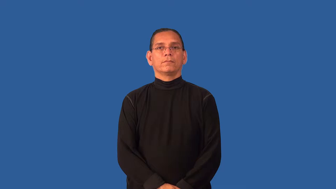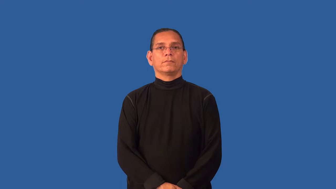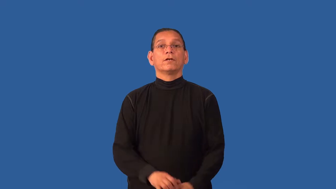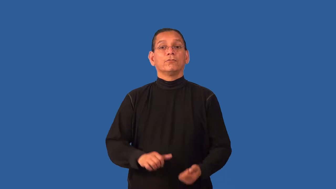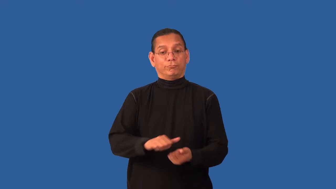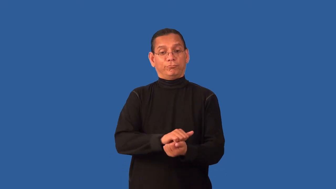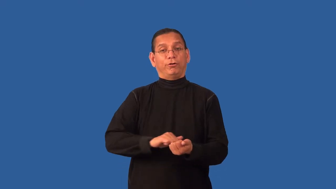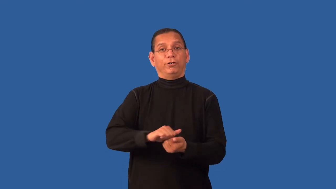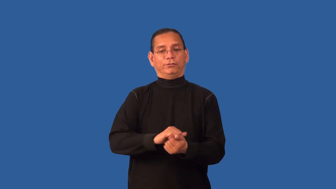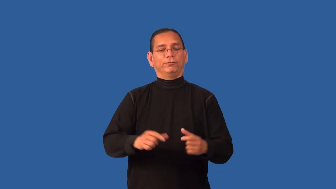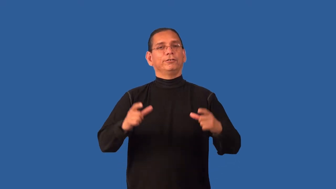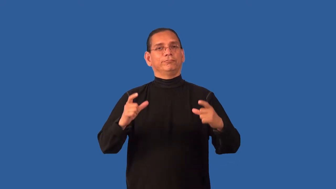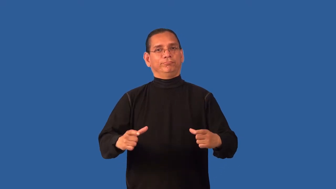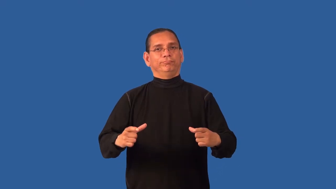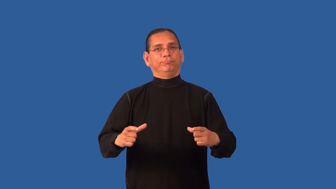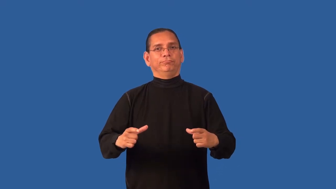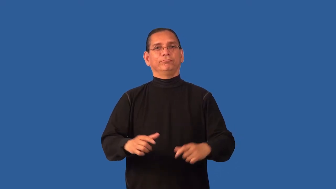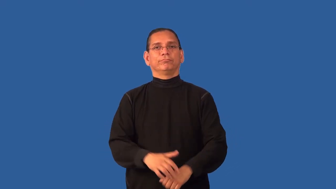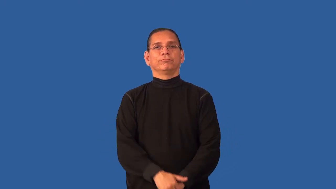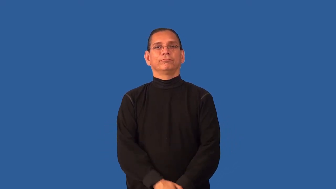dishwashing